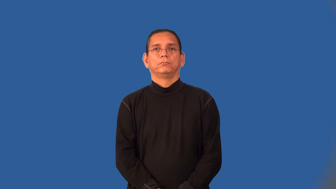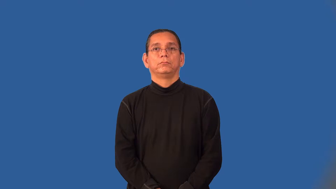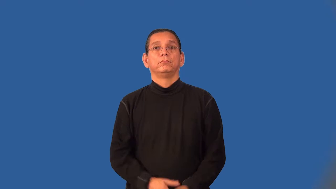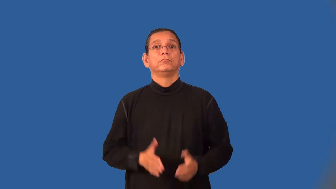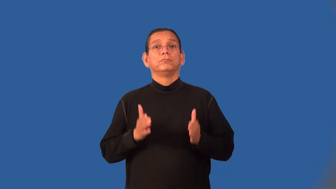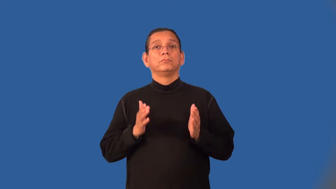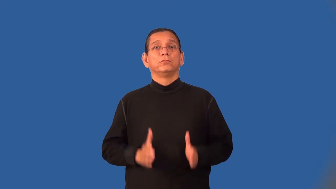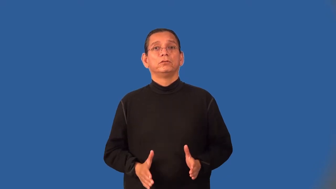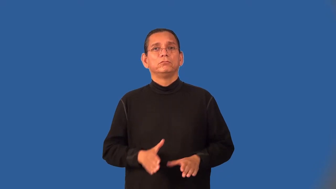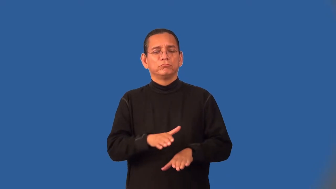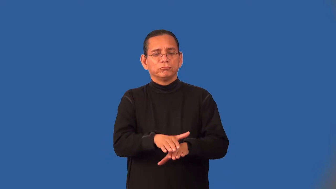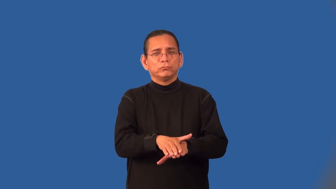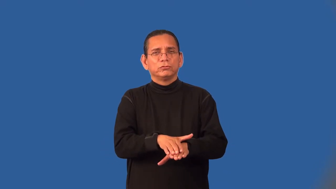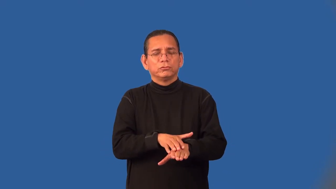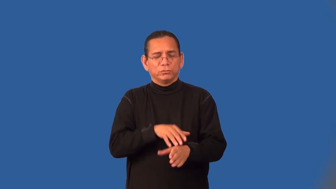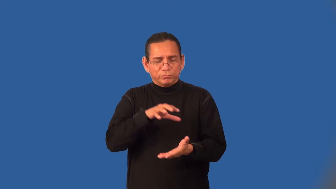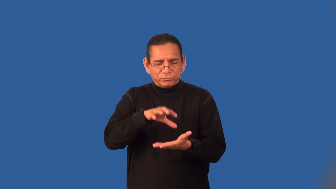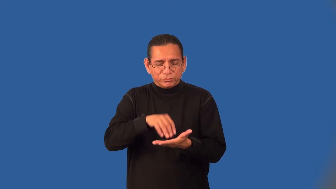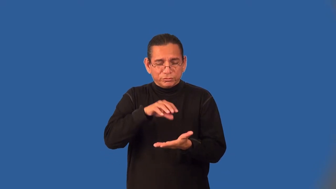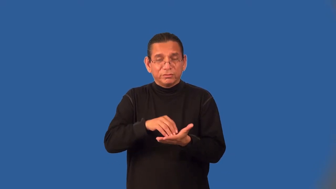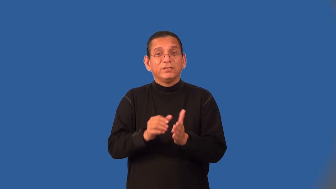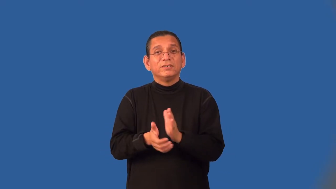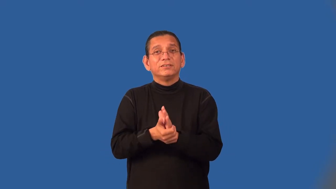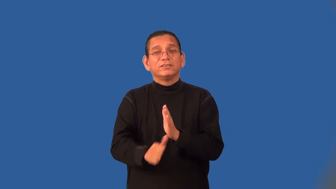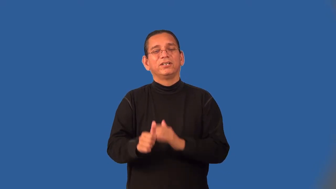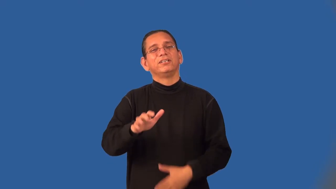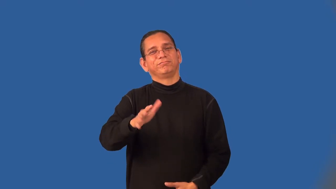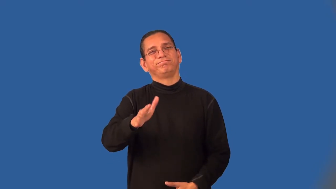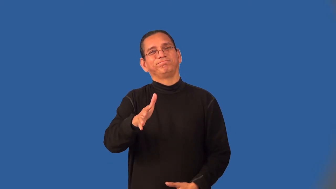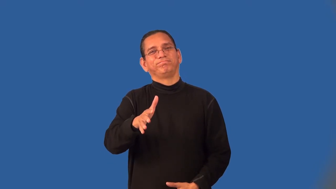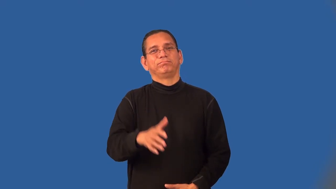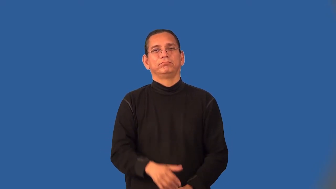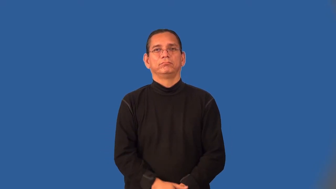duffer